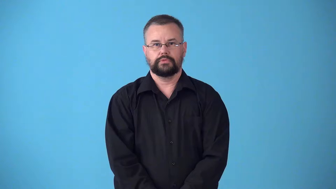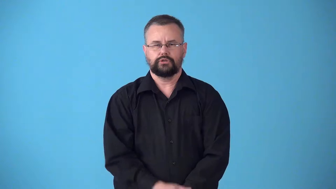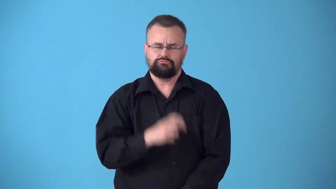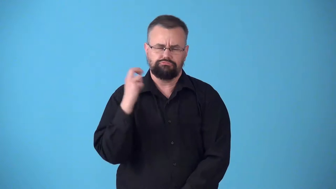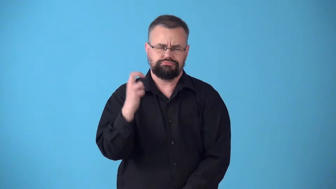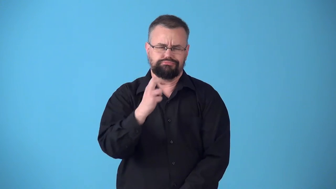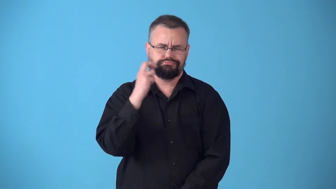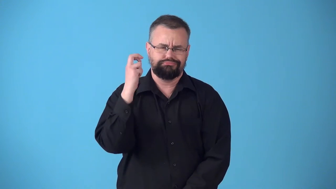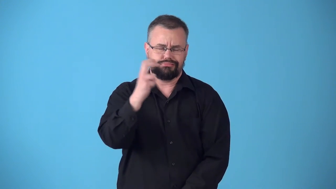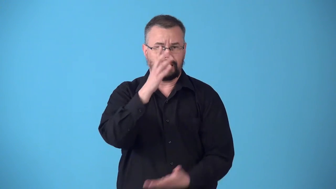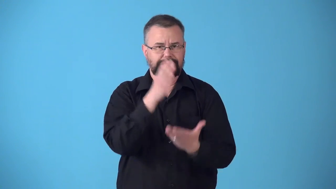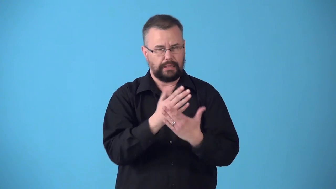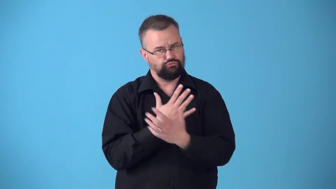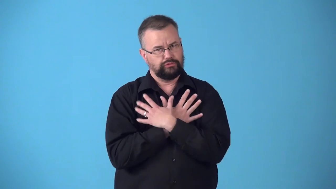stopover,stop over,stop